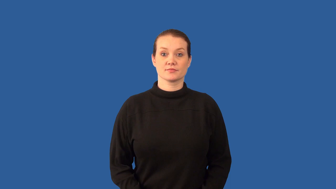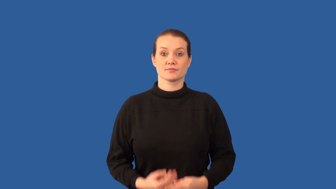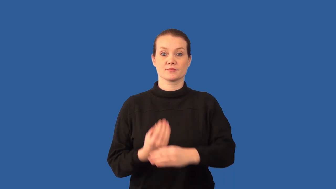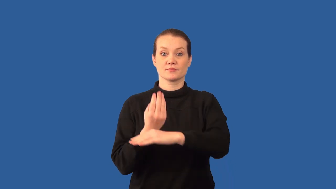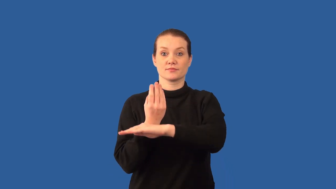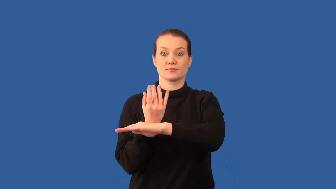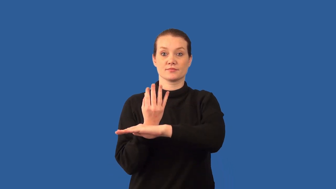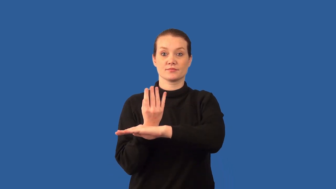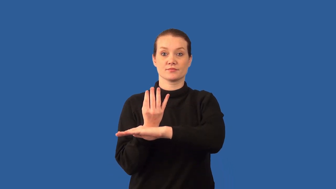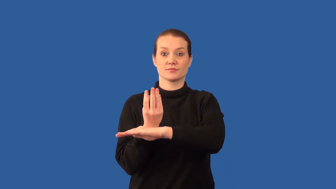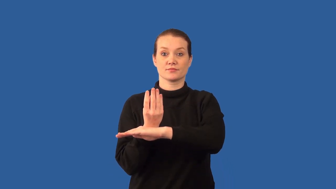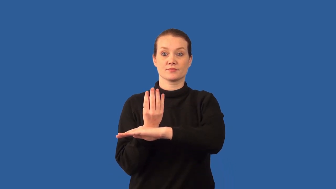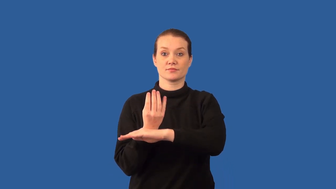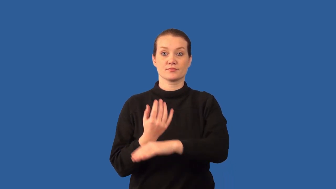polyp-animal